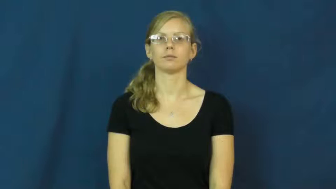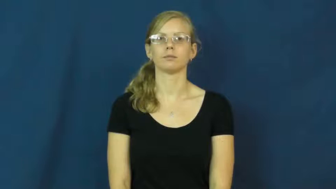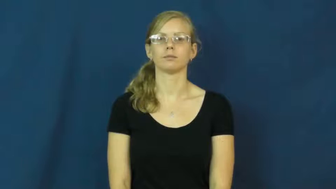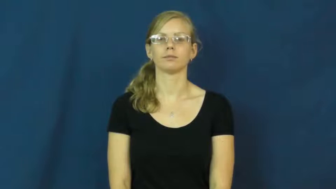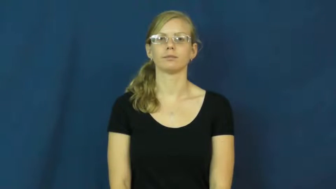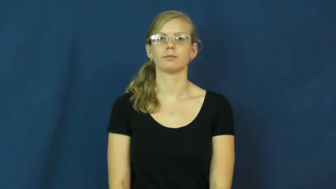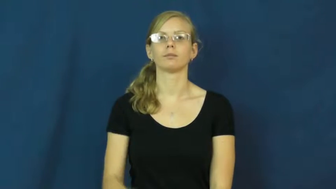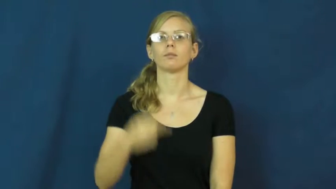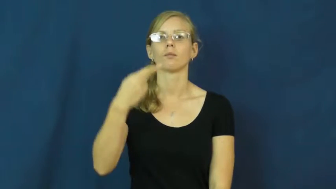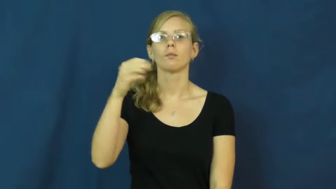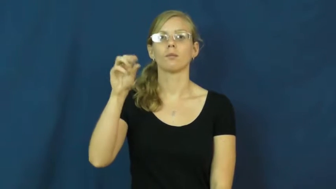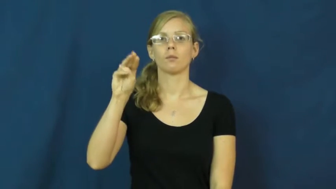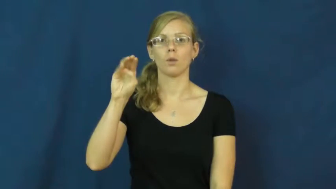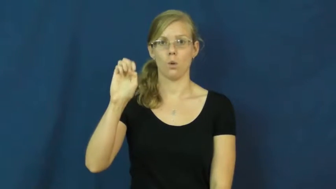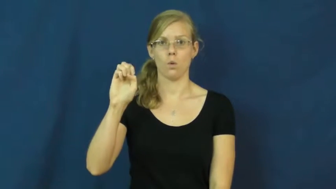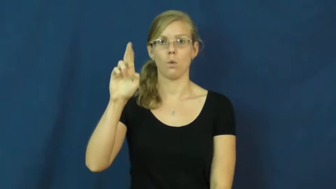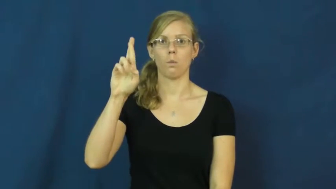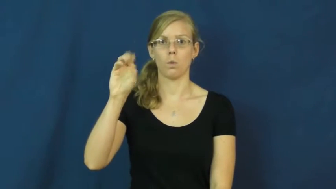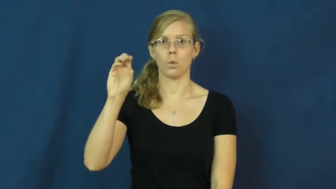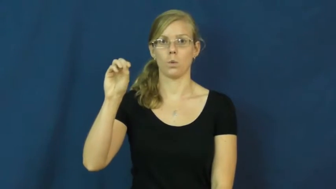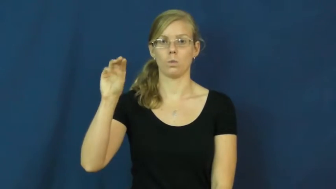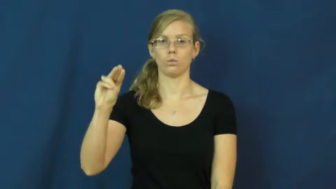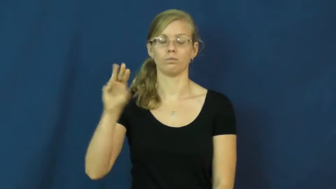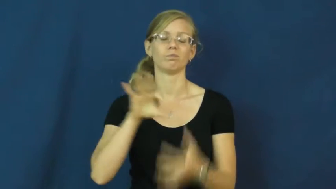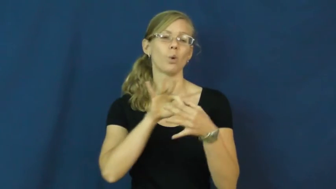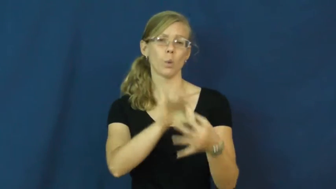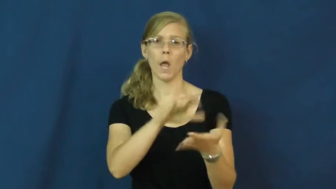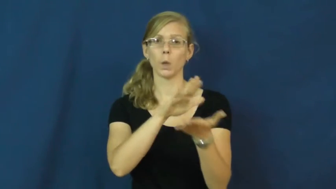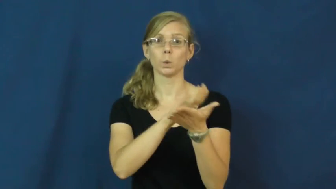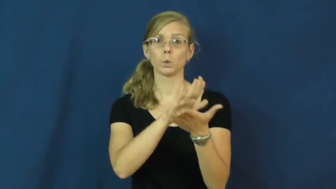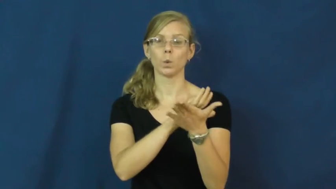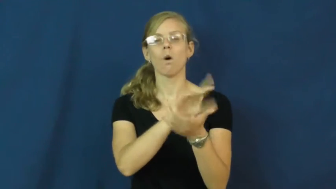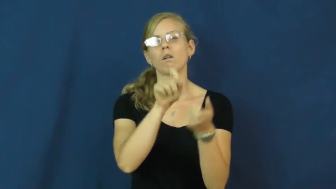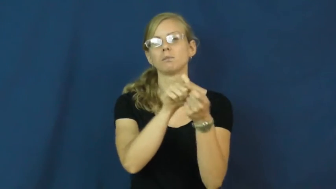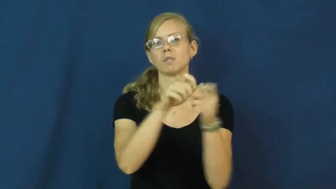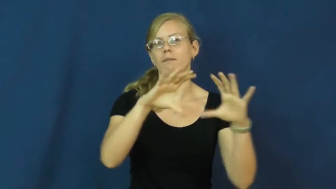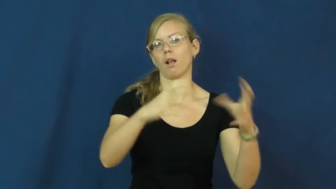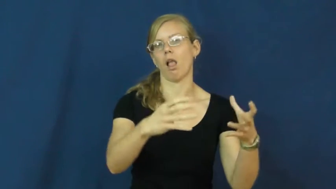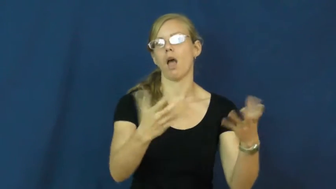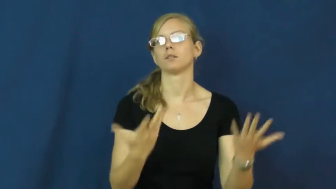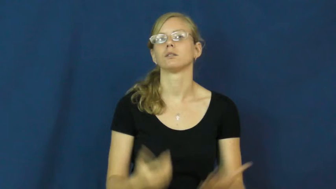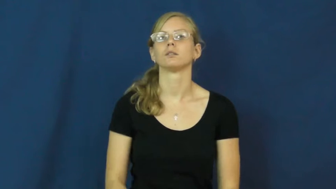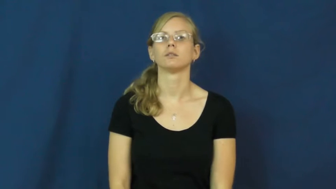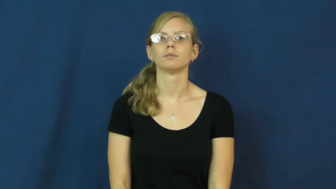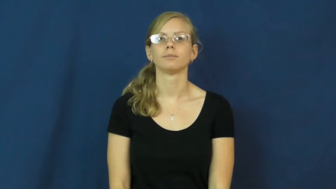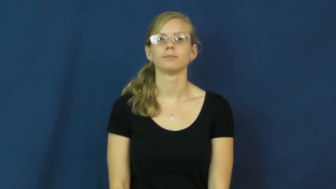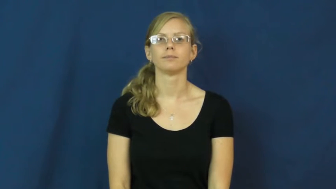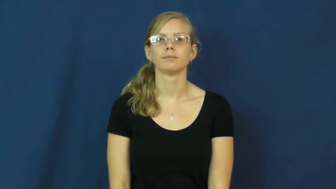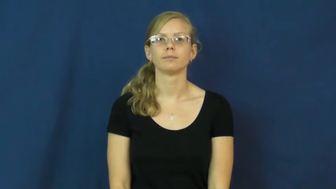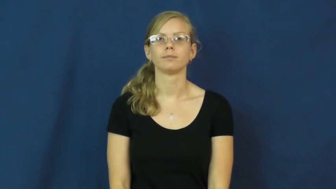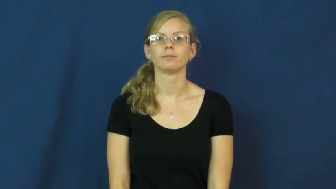homeroom